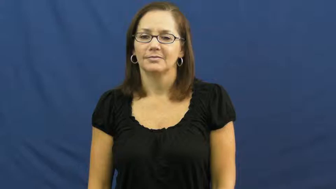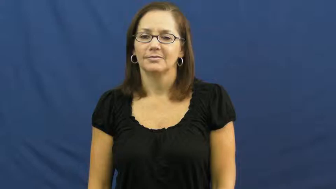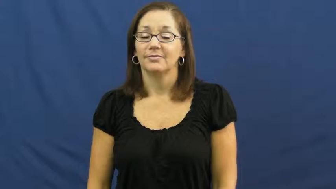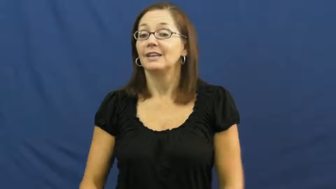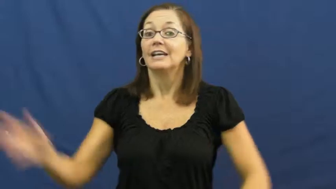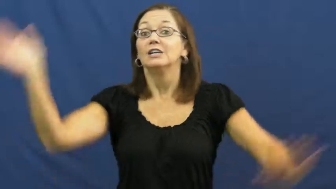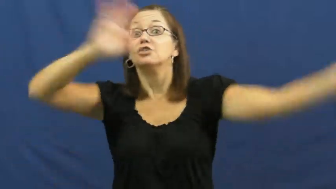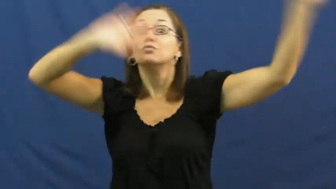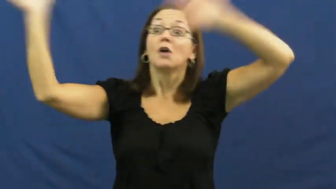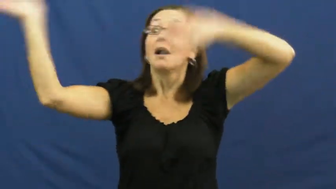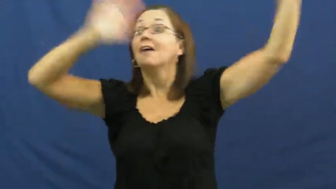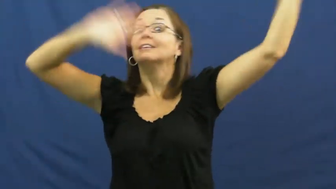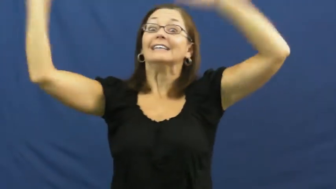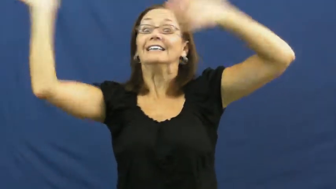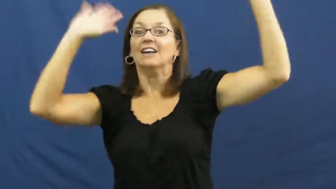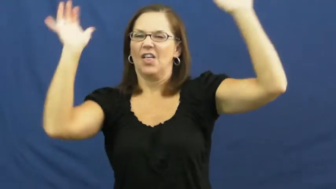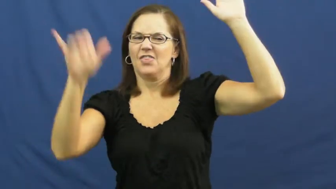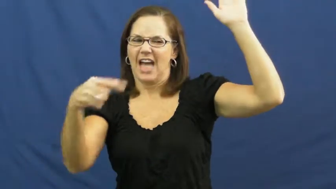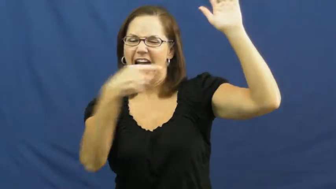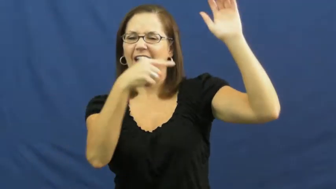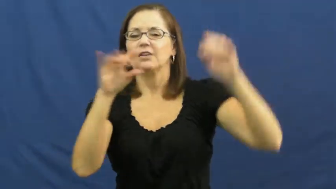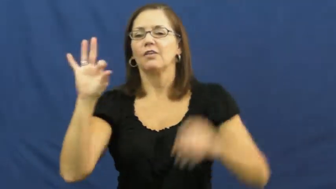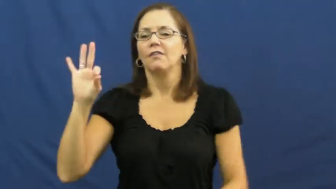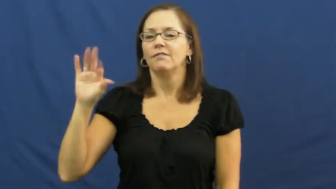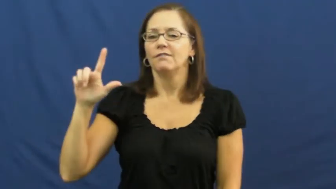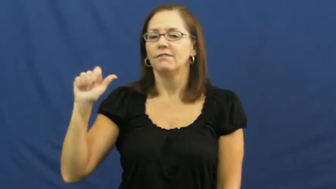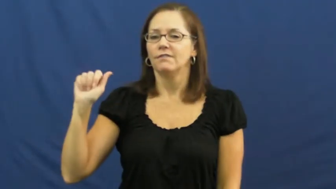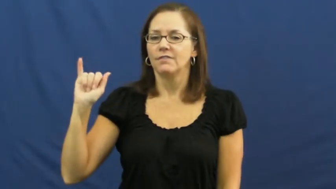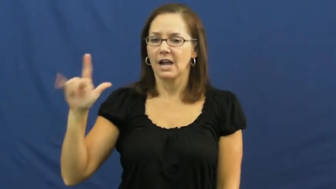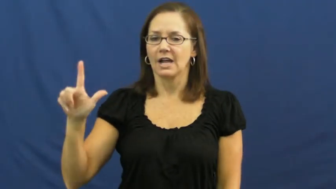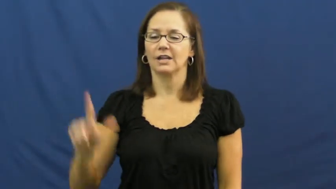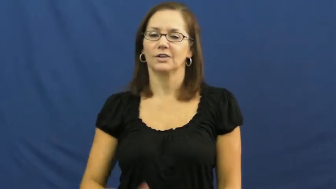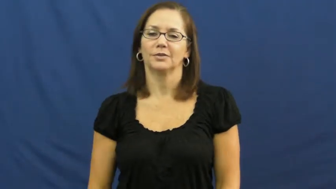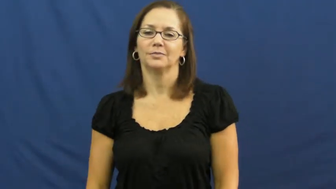flail,thrash